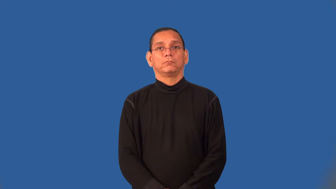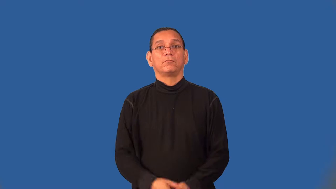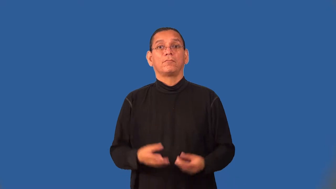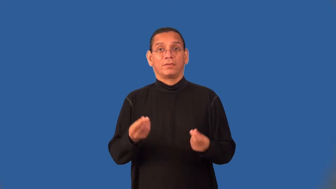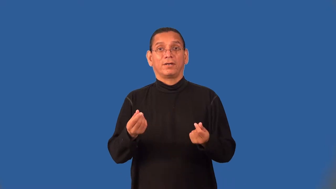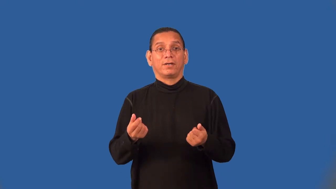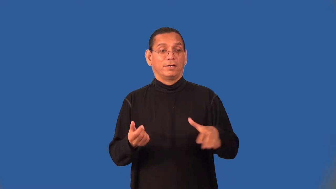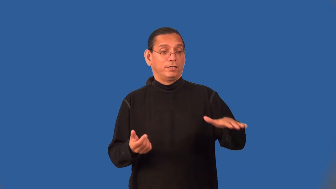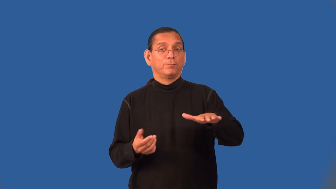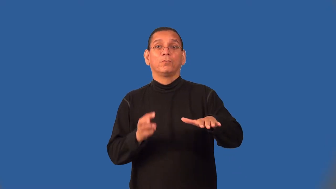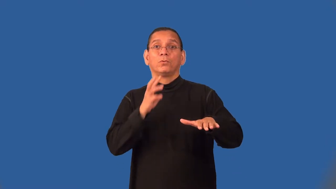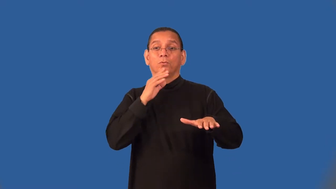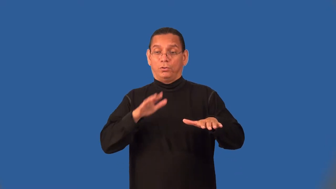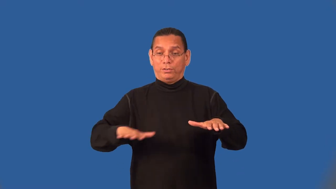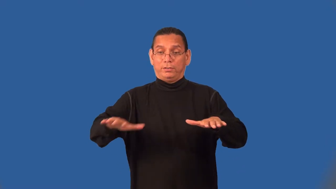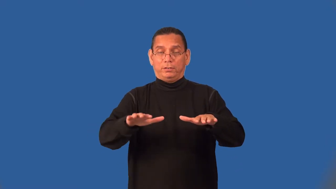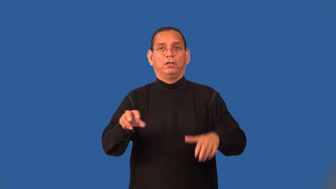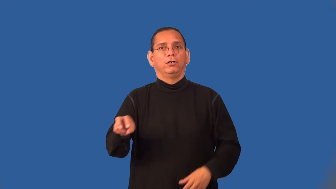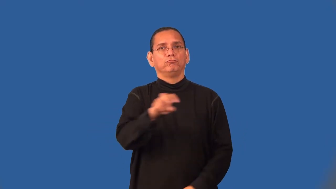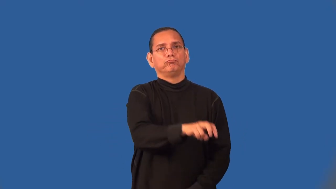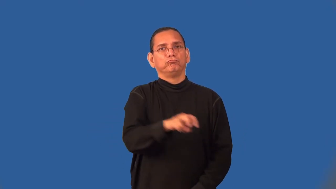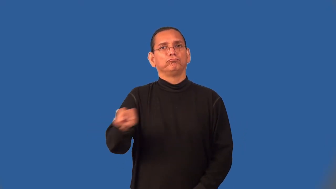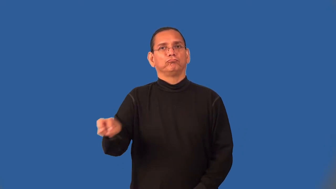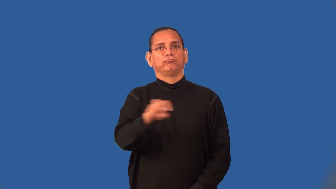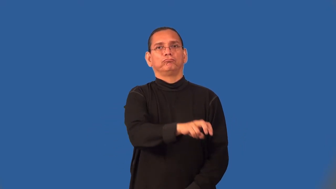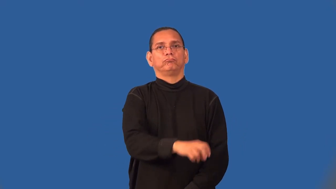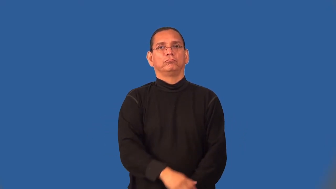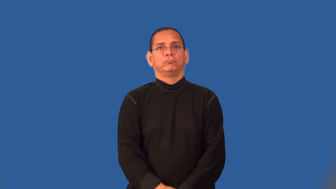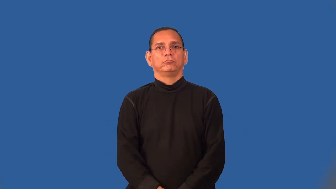semiaquatic